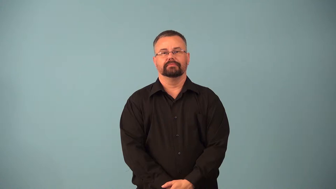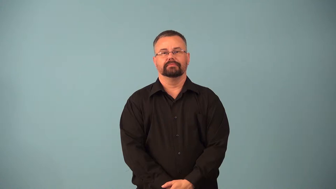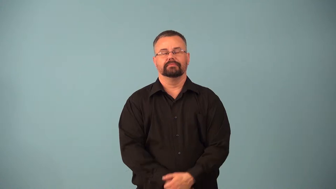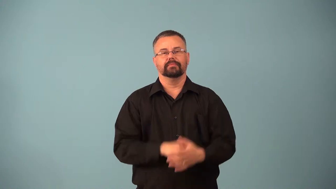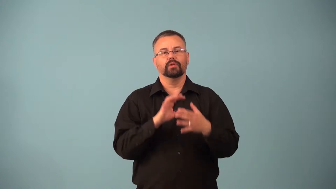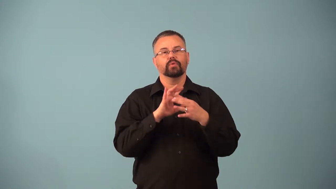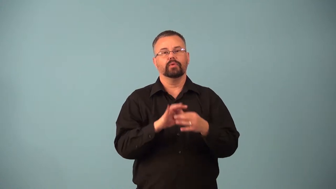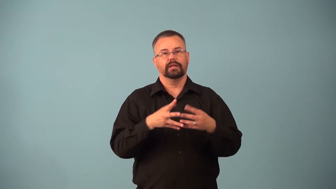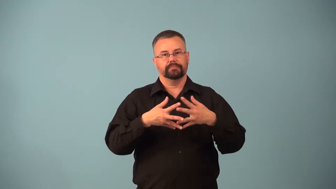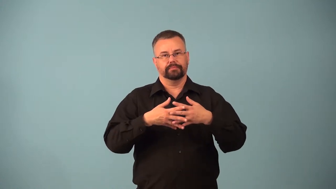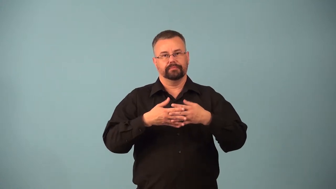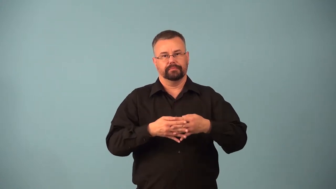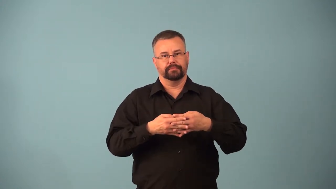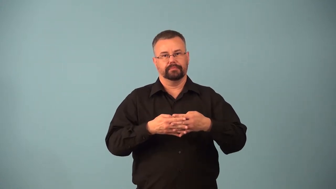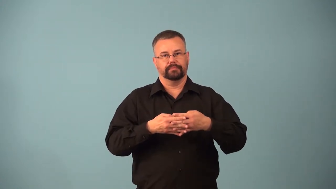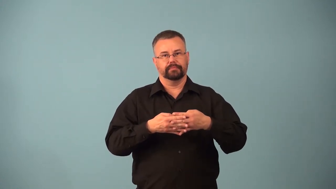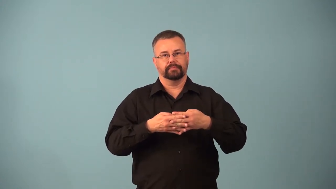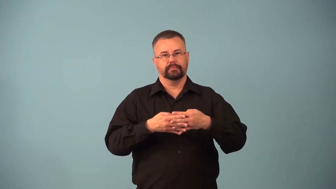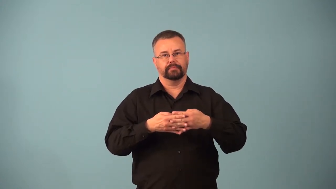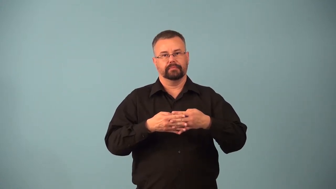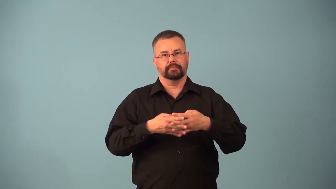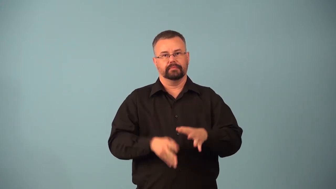astringent